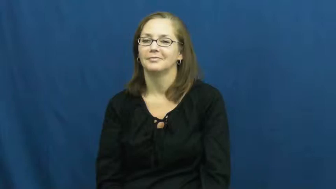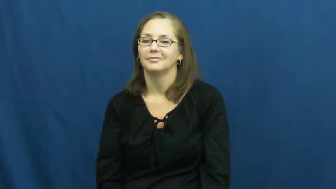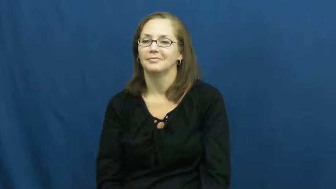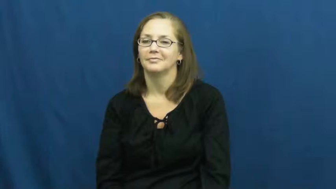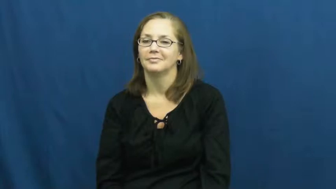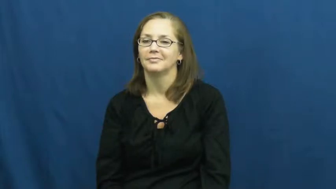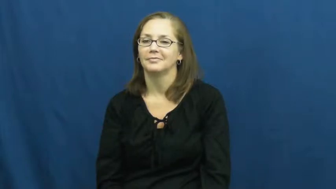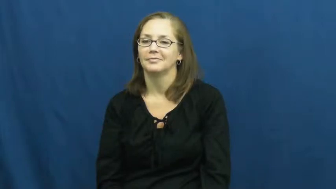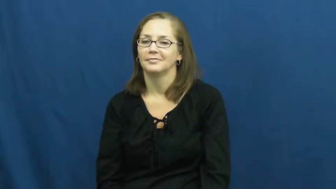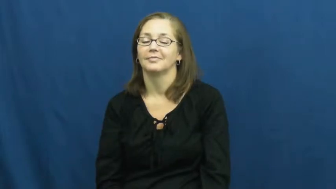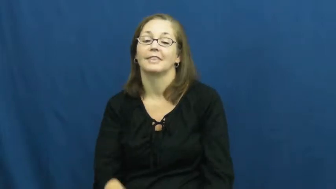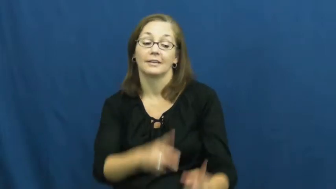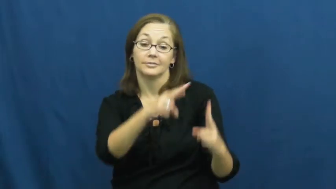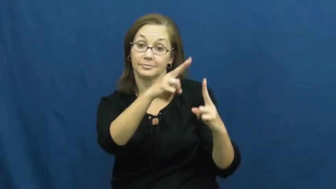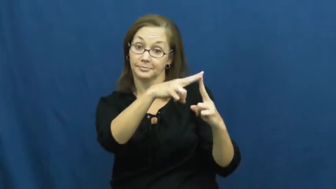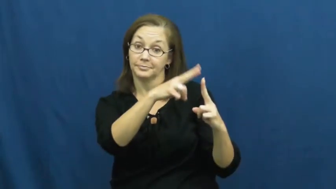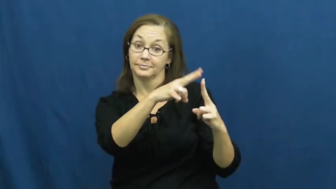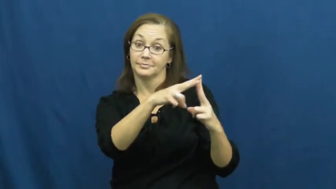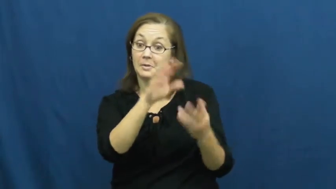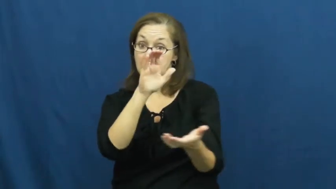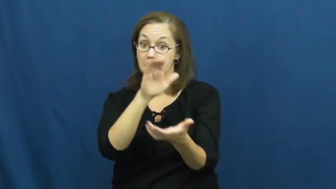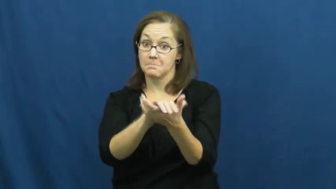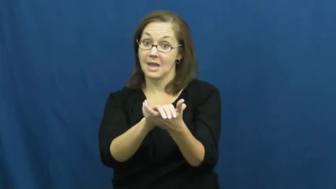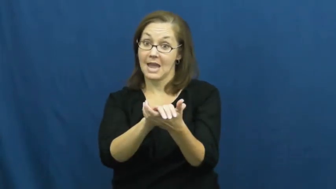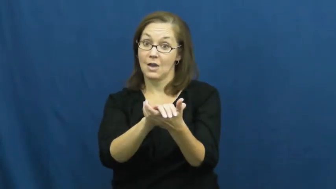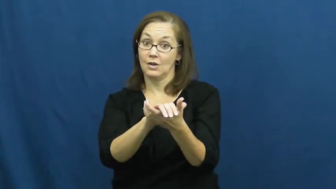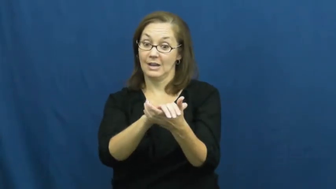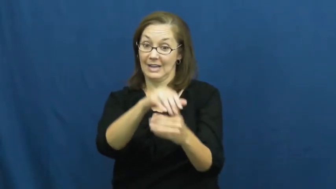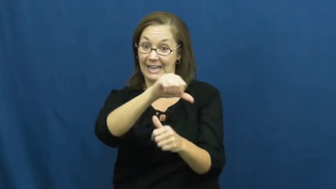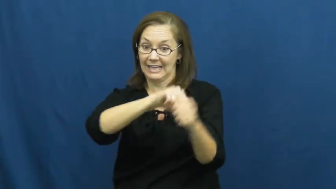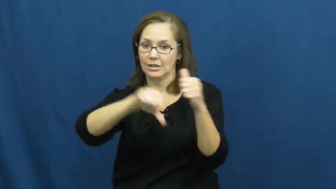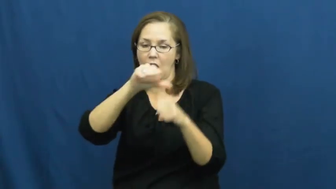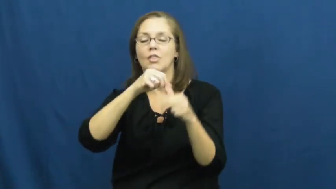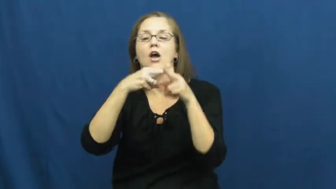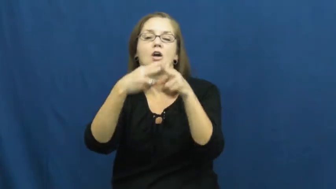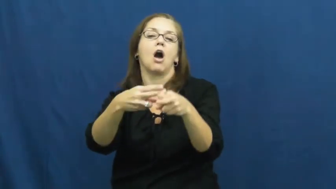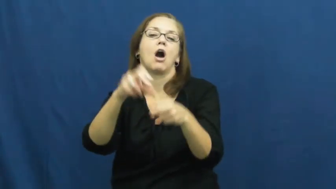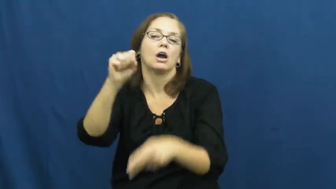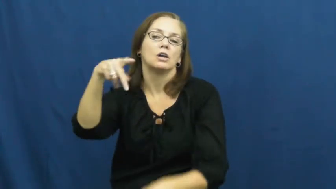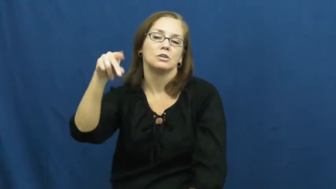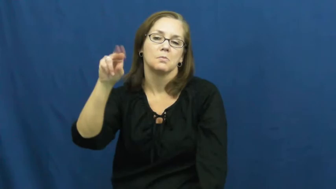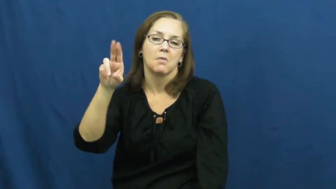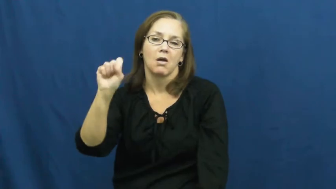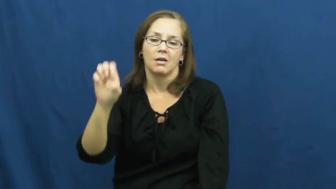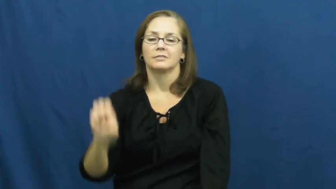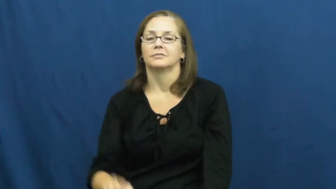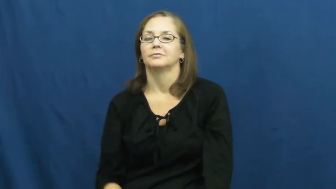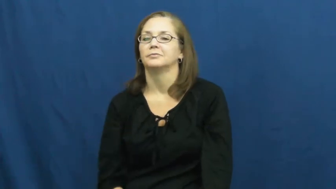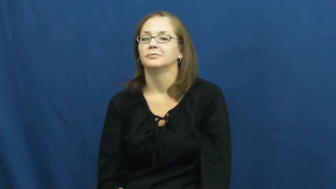spouse